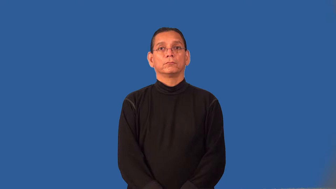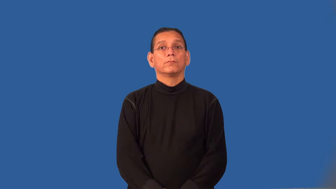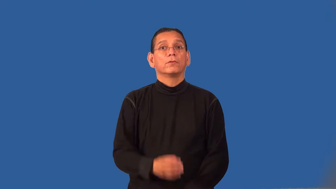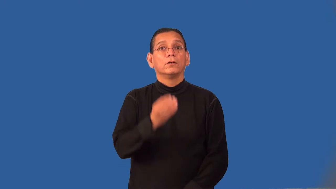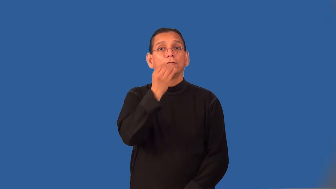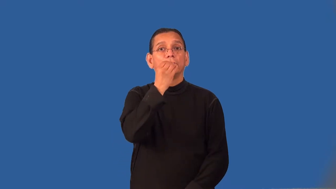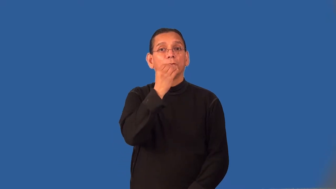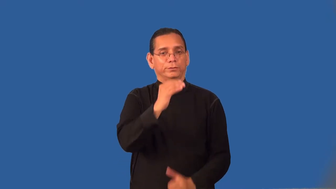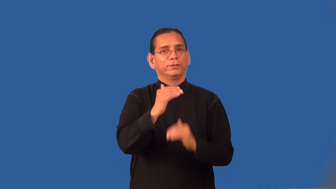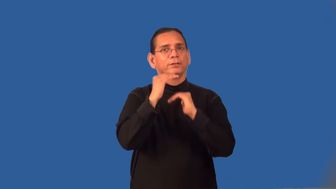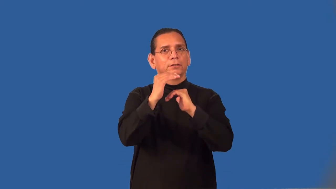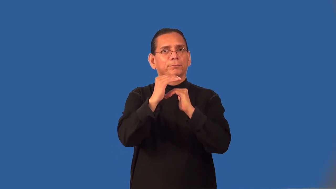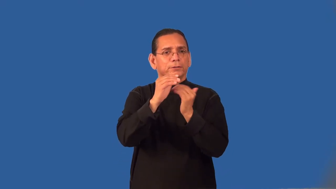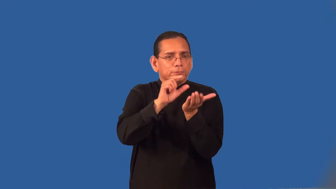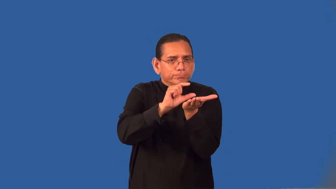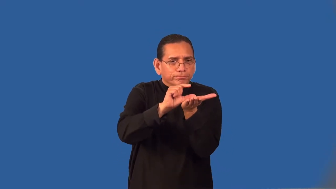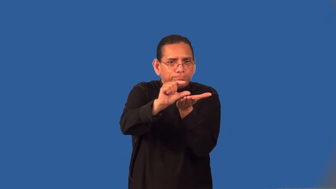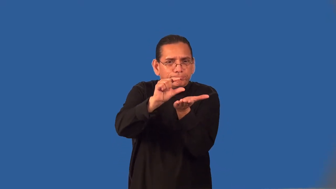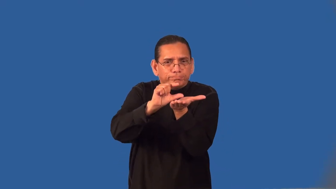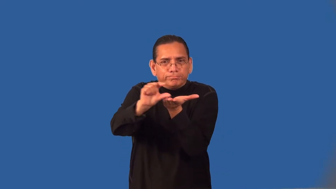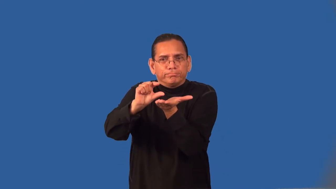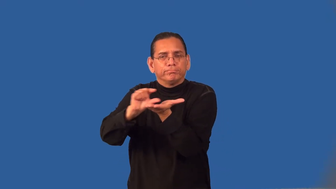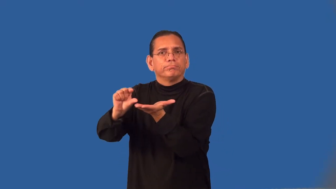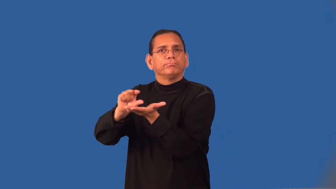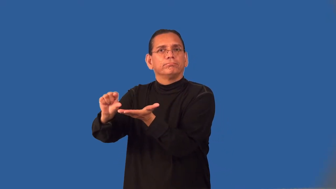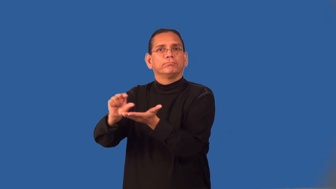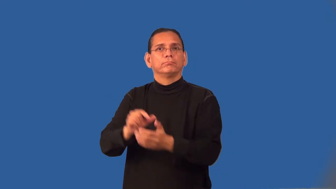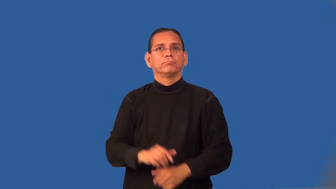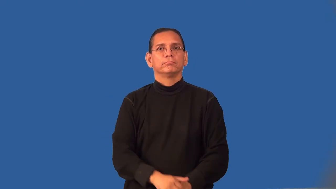ration-army food